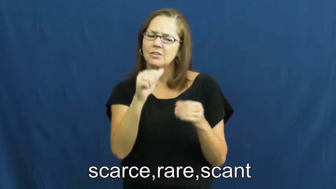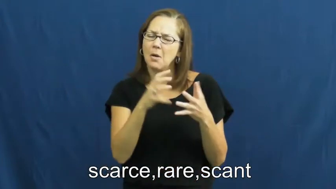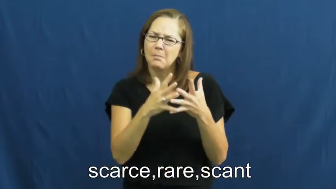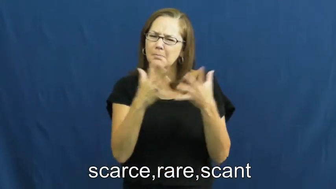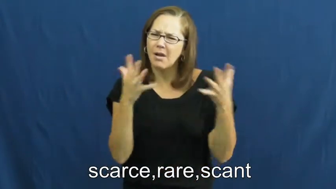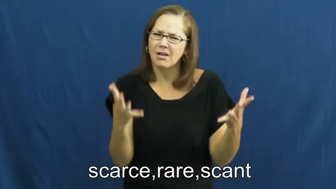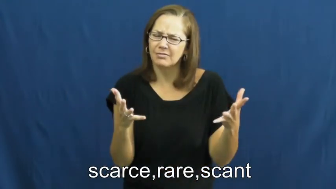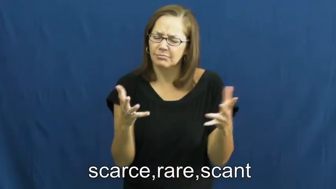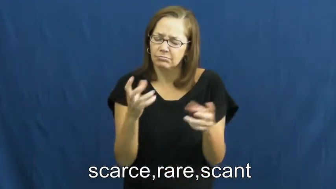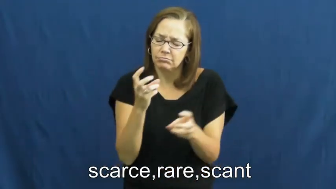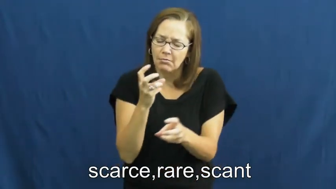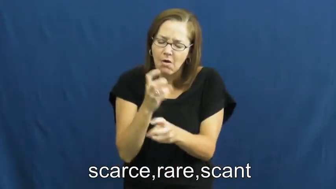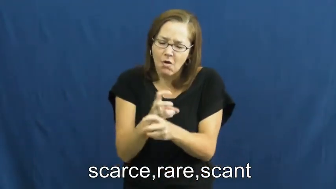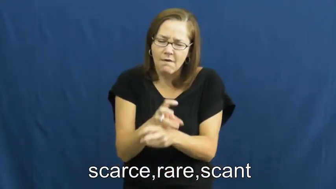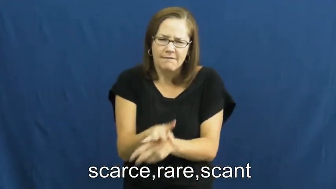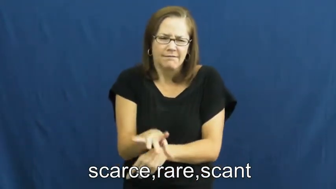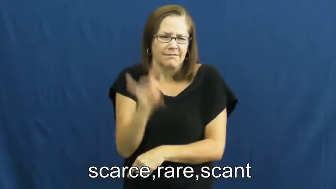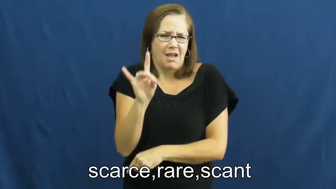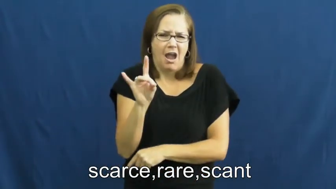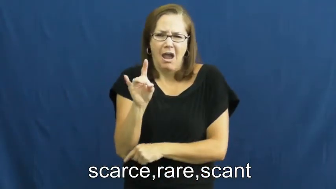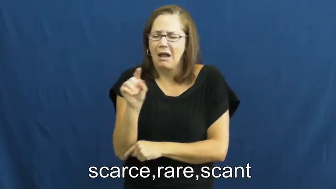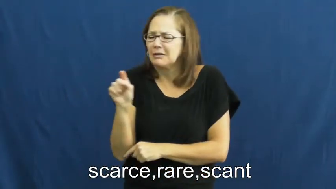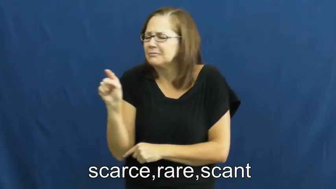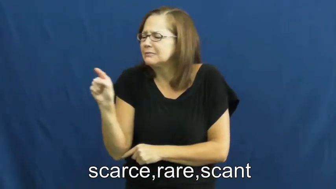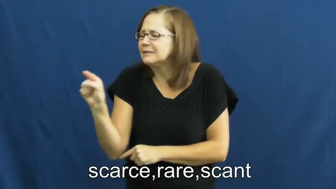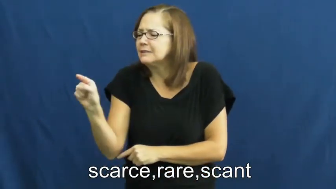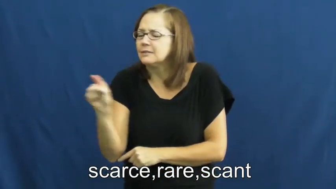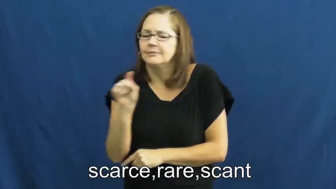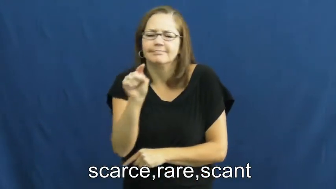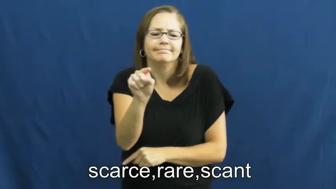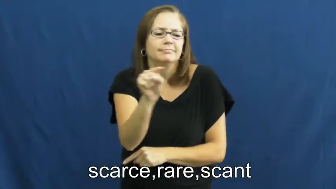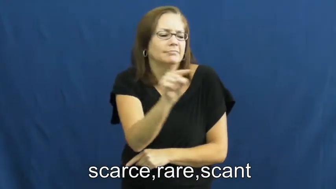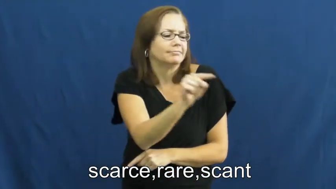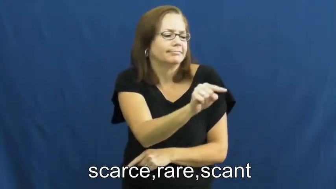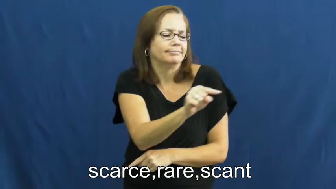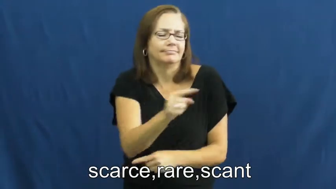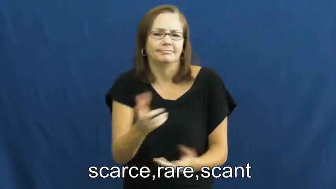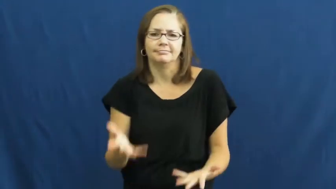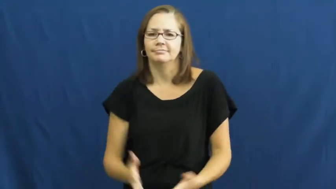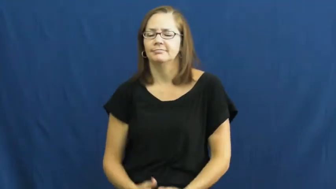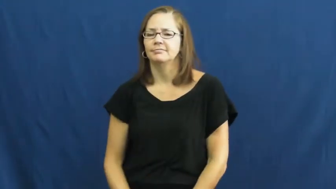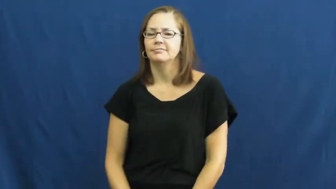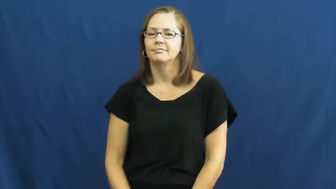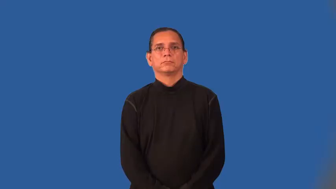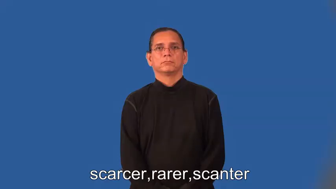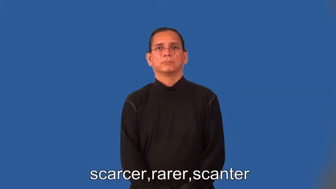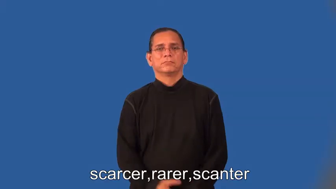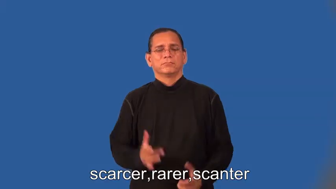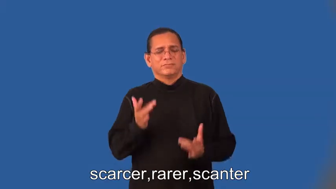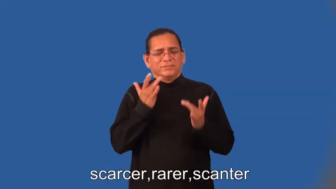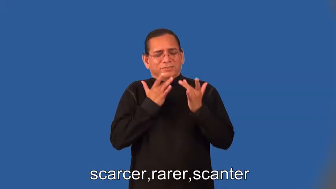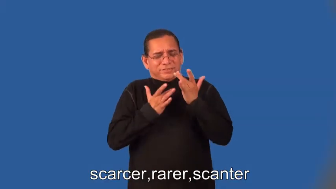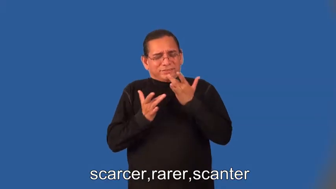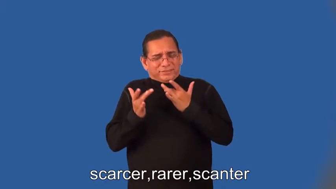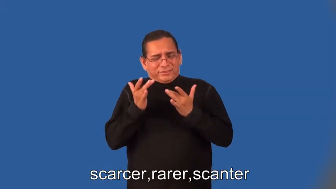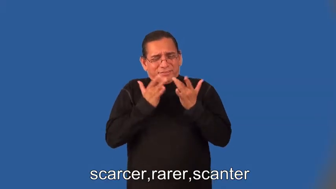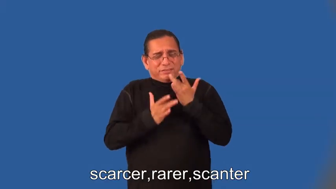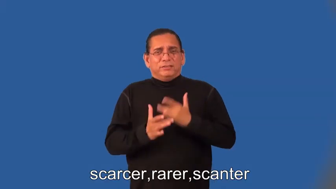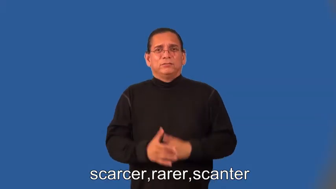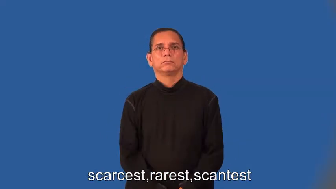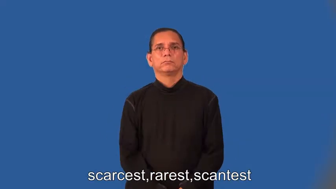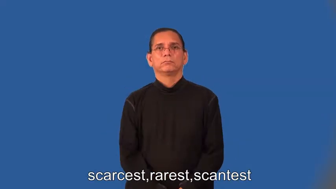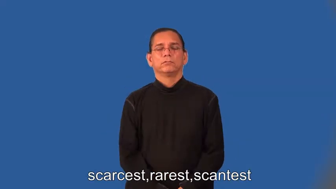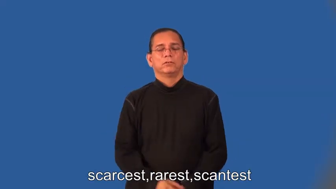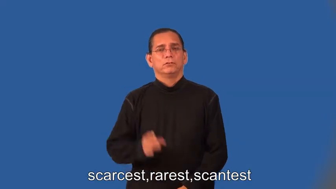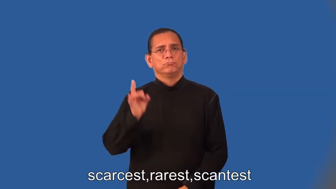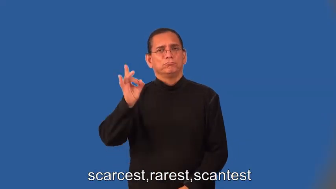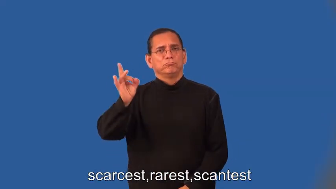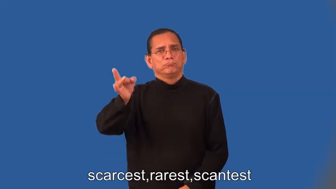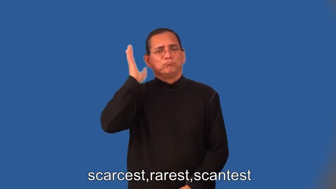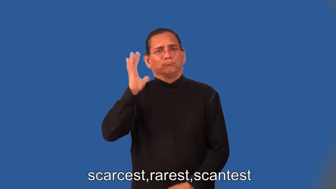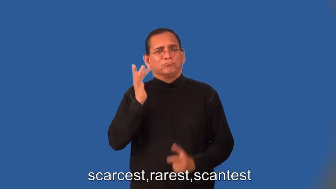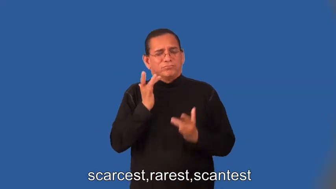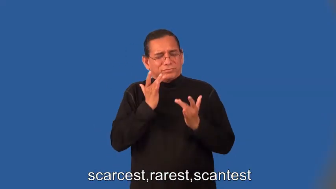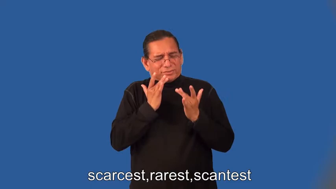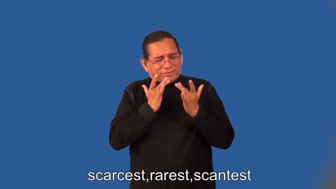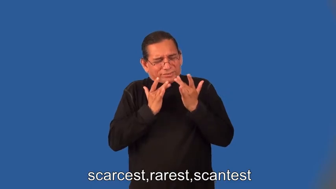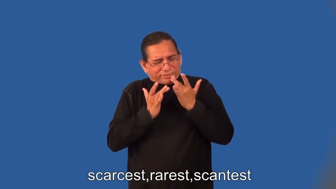scarcer,rarer,scanter,scarcest,rarest,scantest